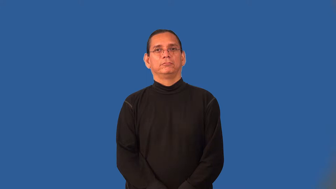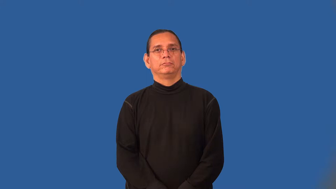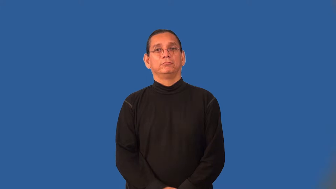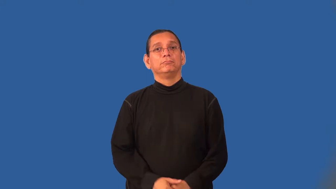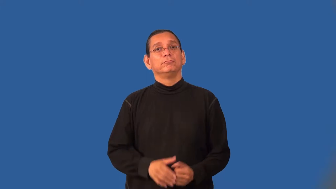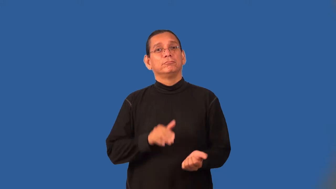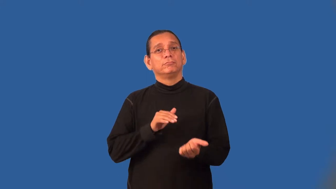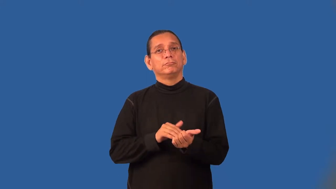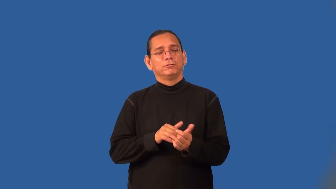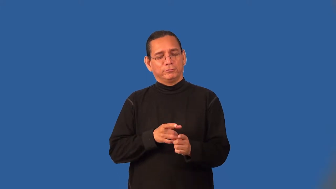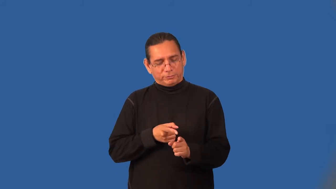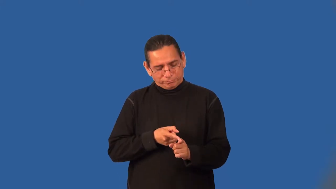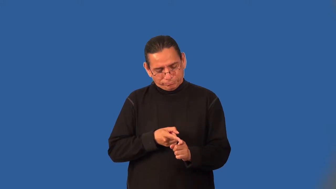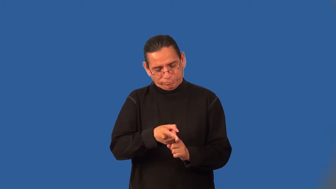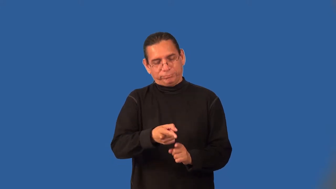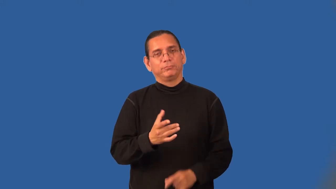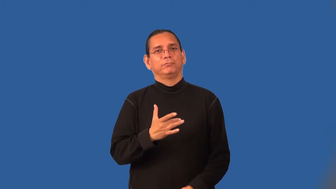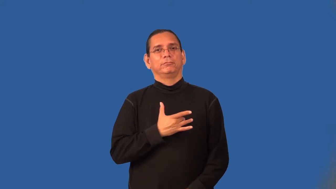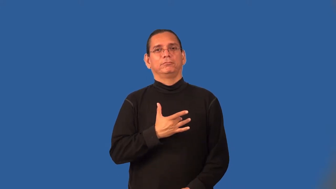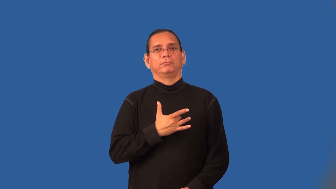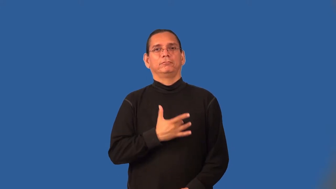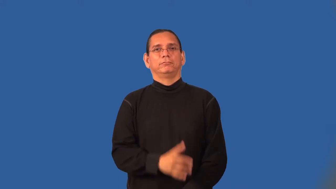cardiologist